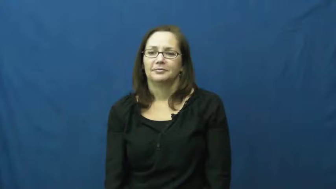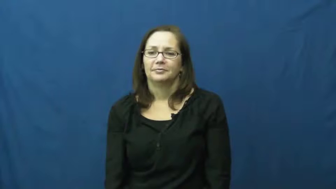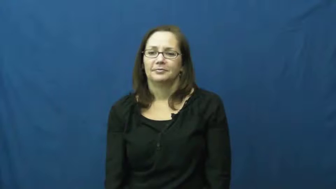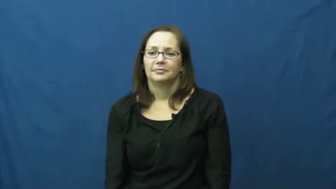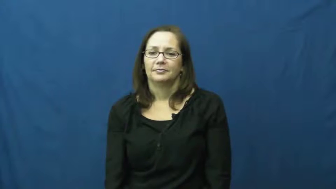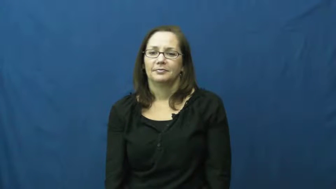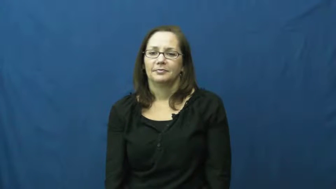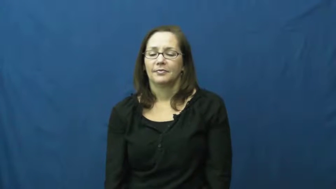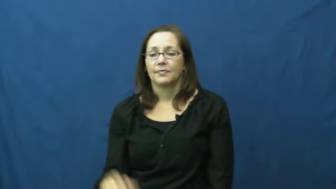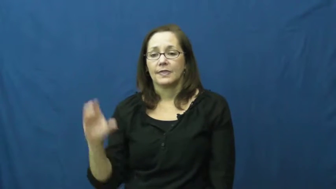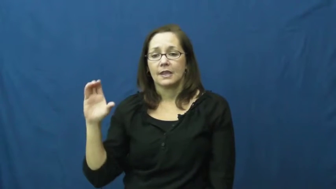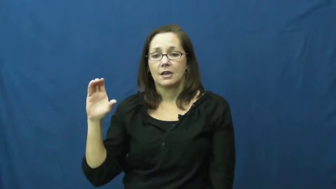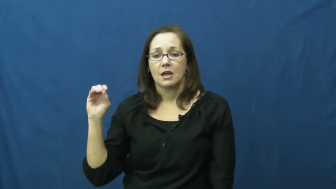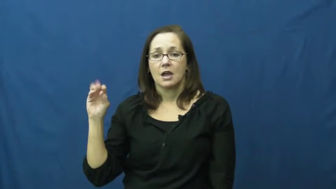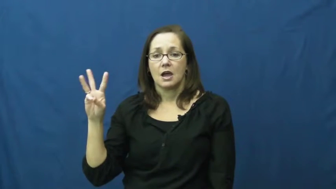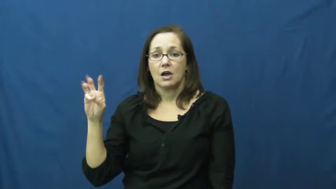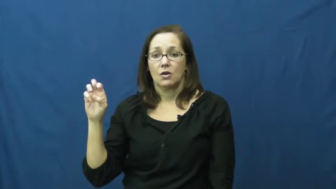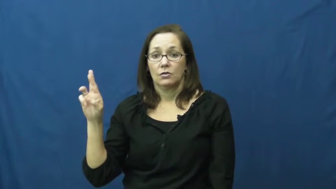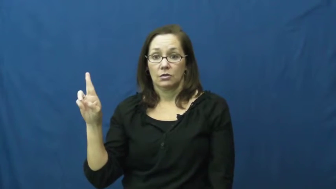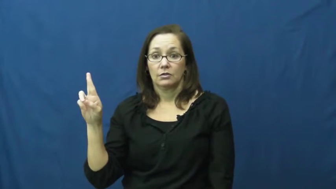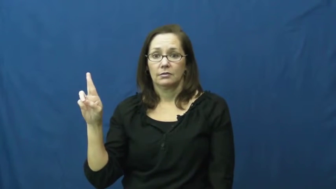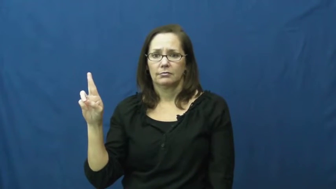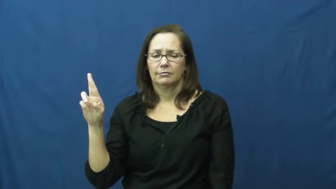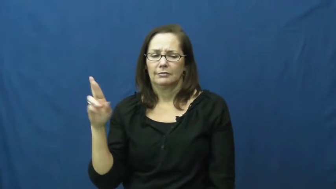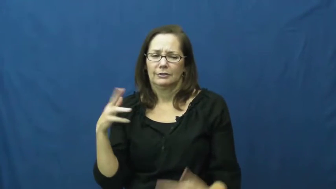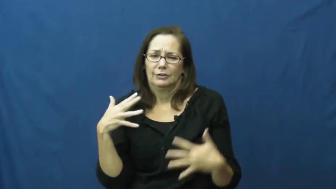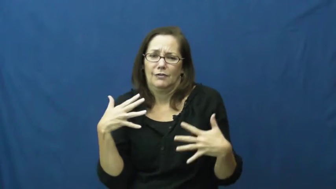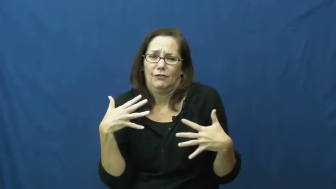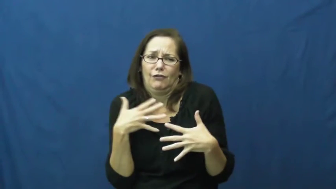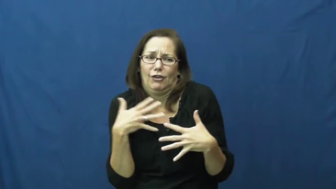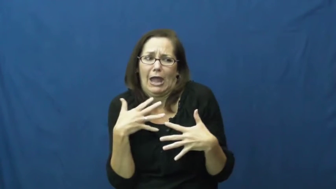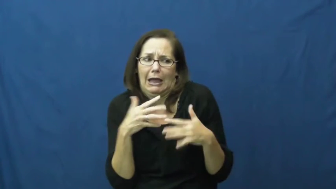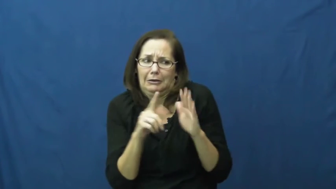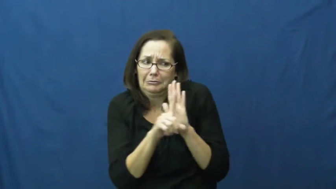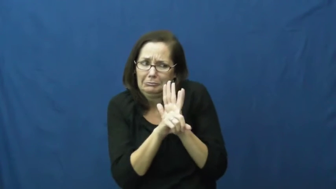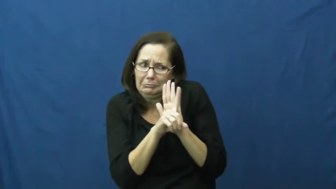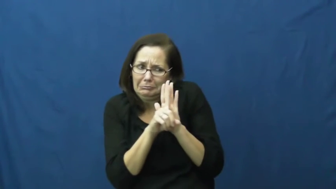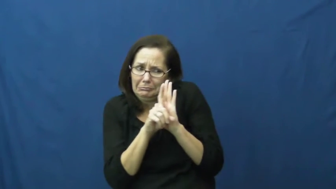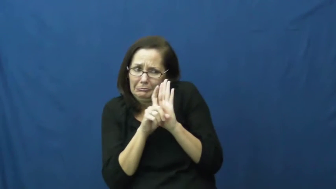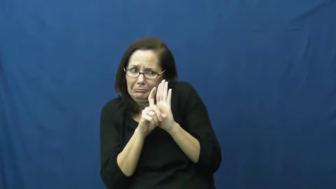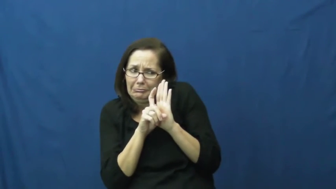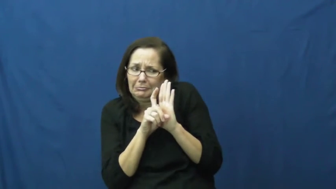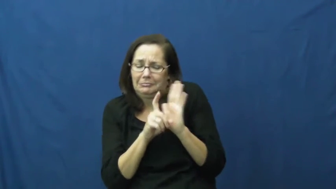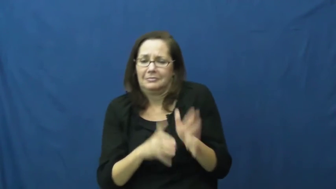cower